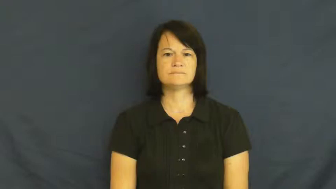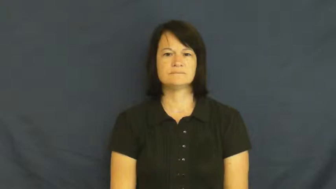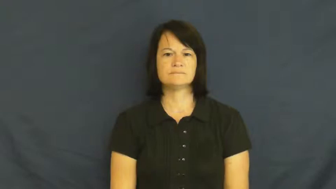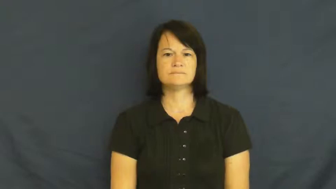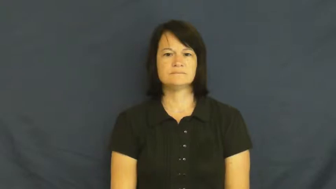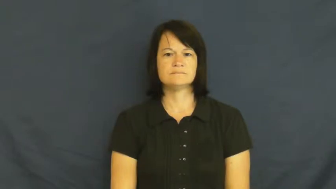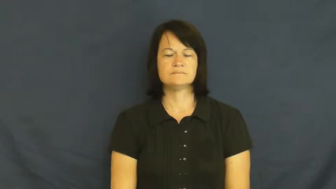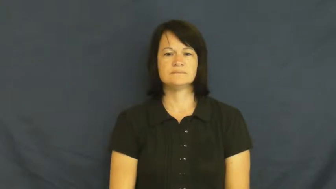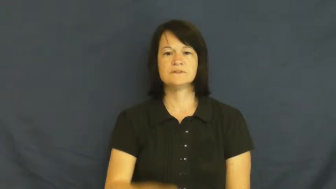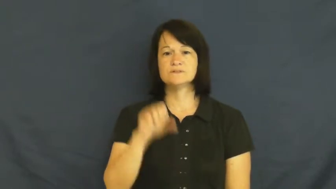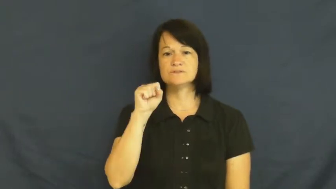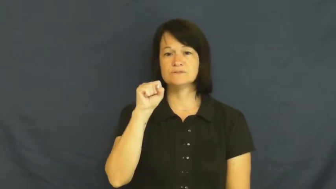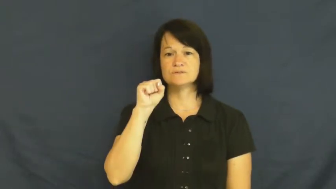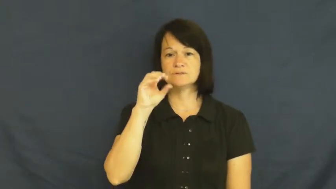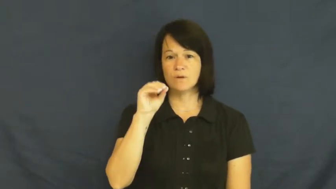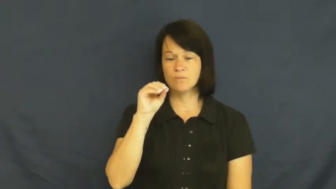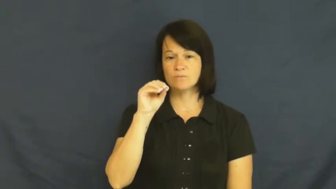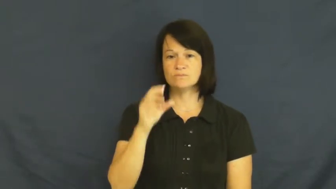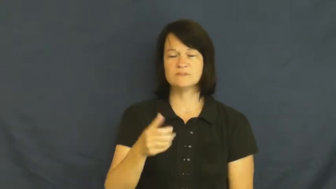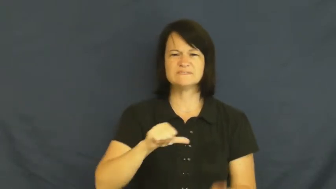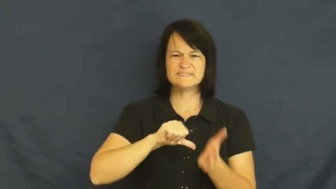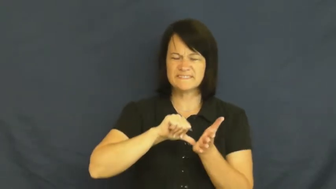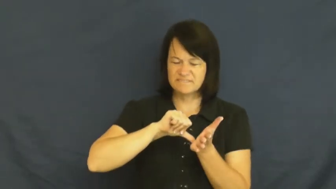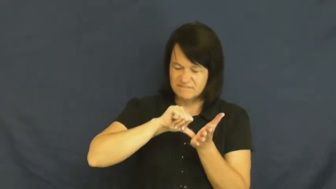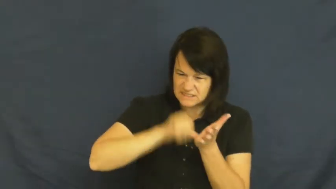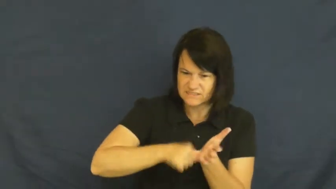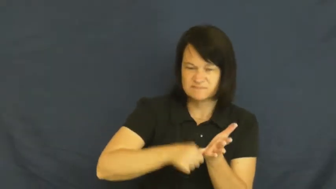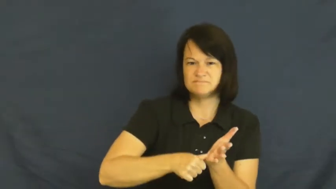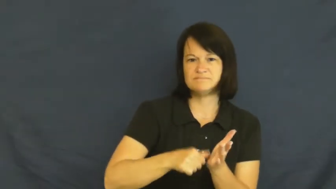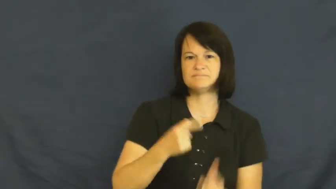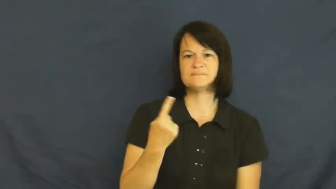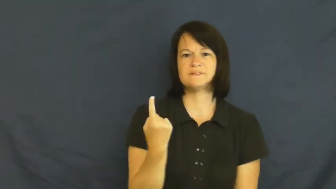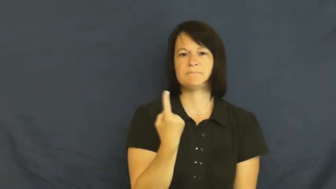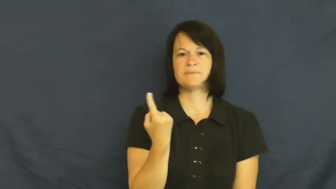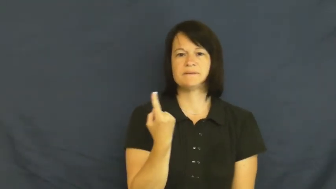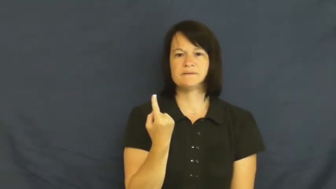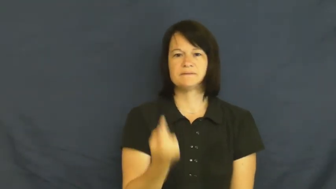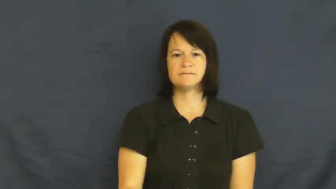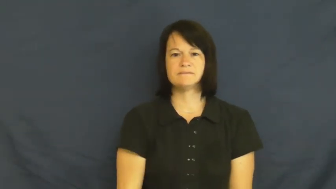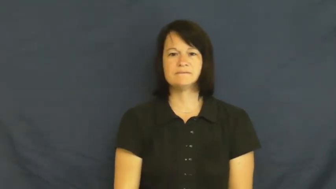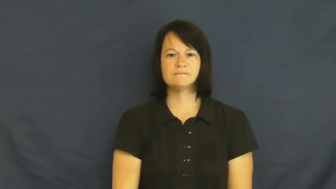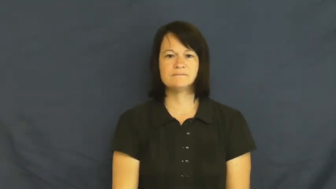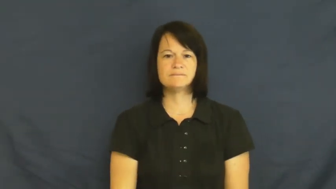so-emphasis